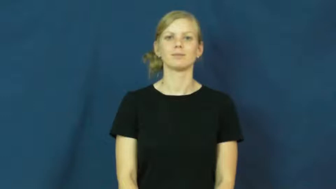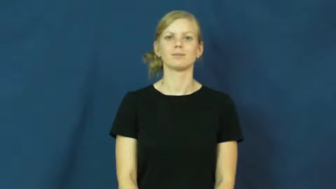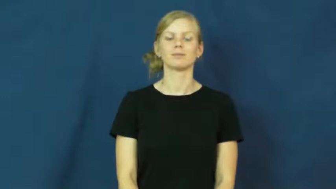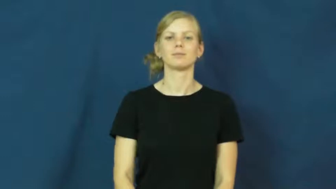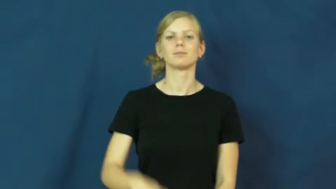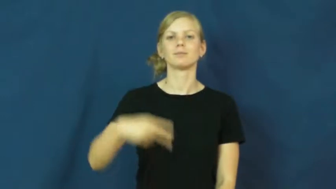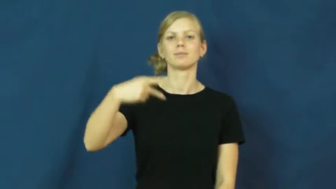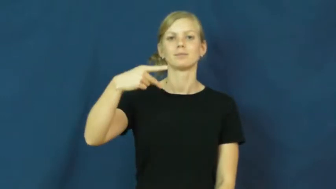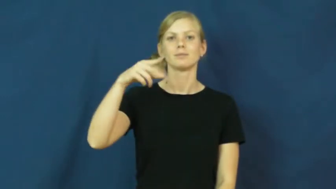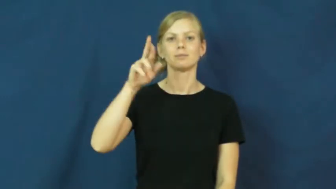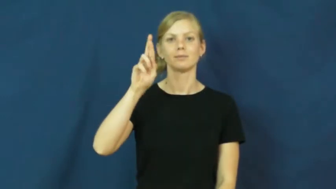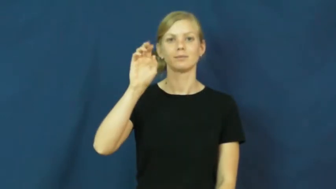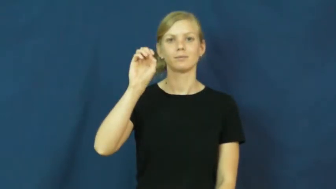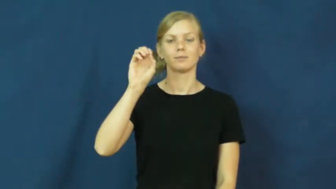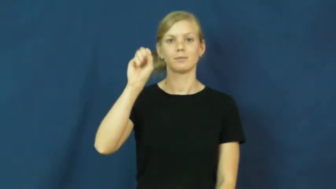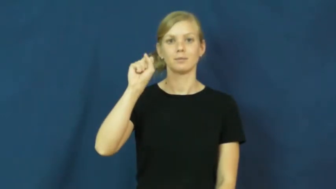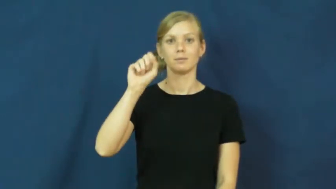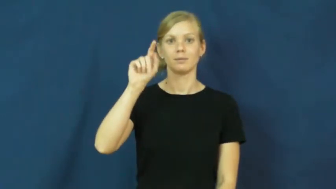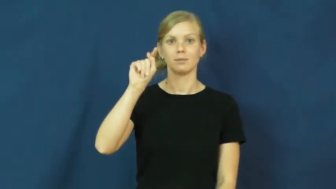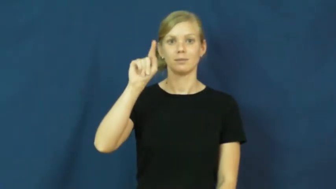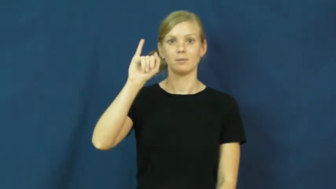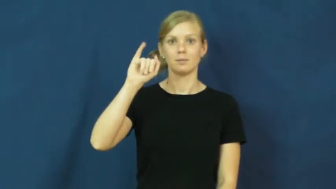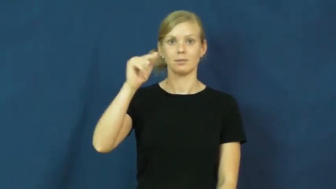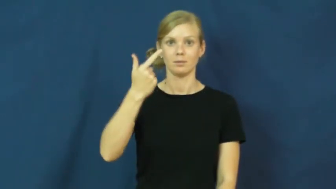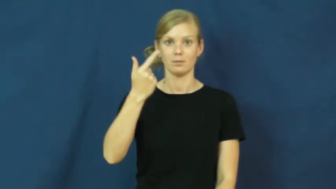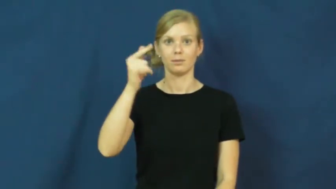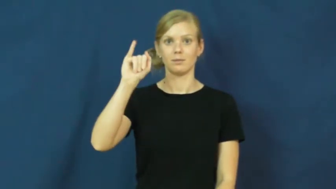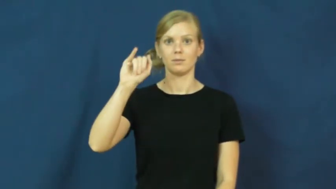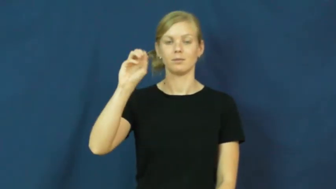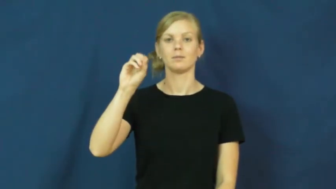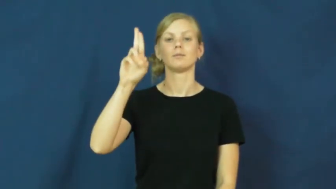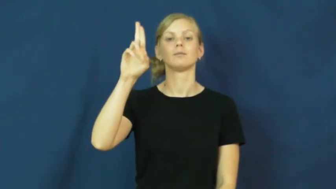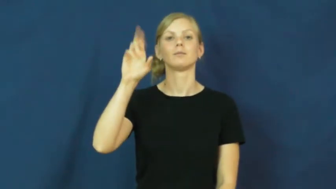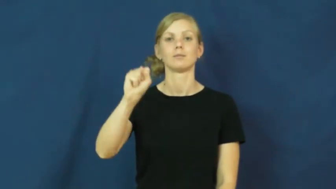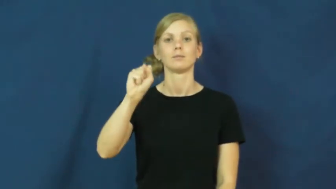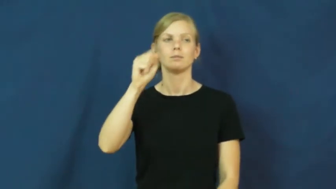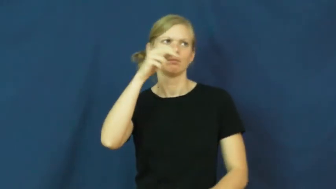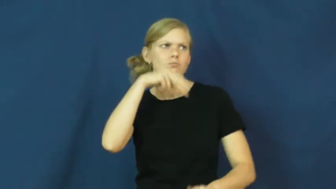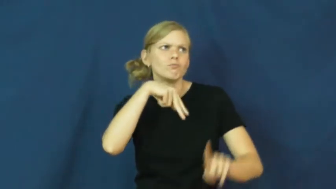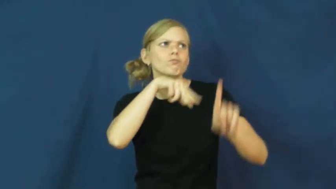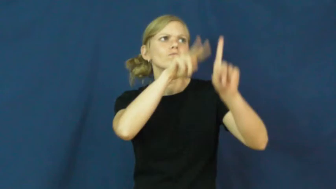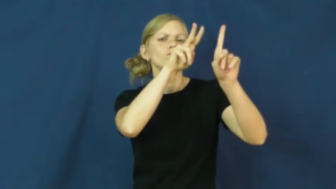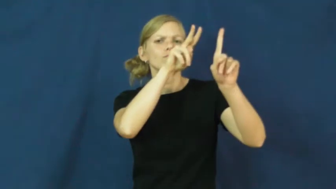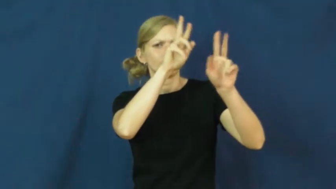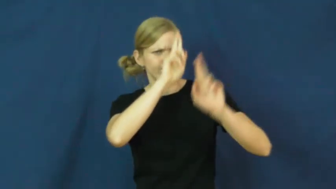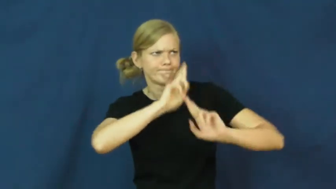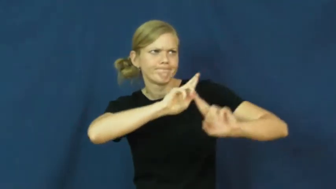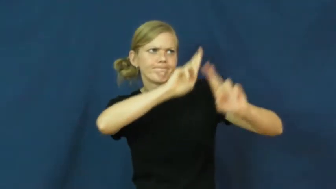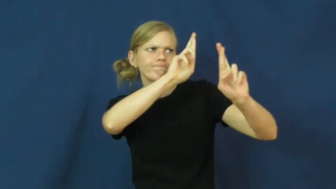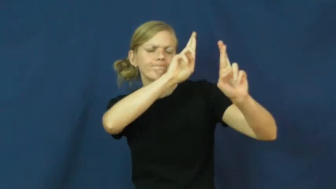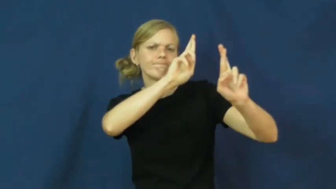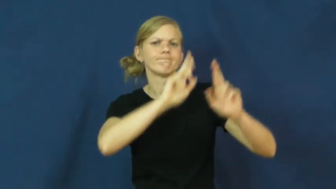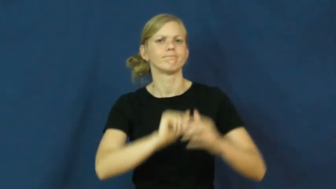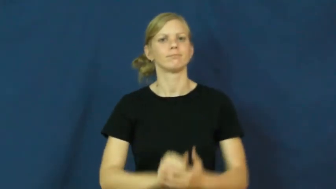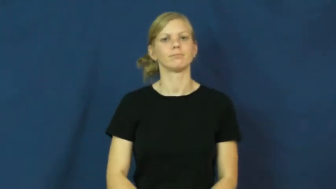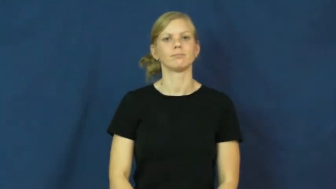prestigious